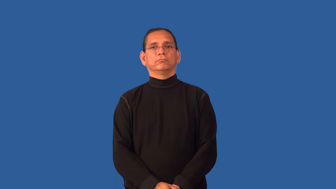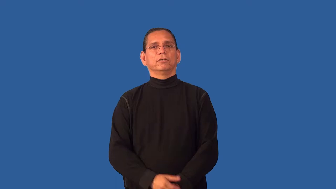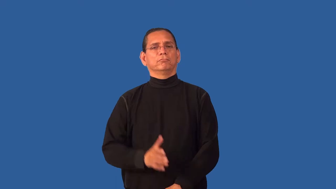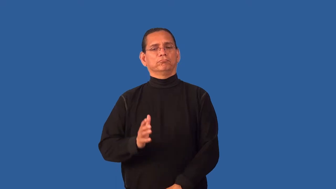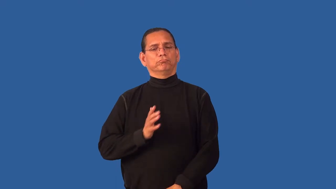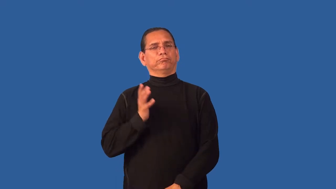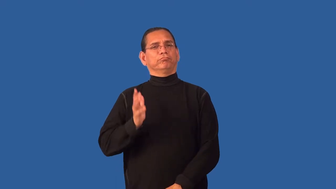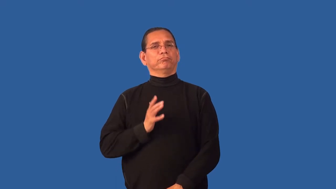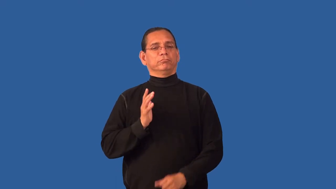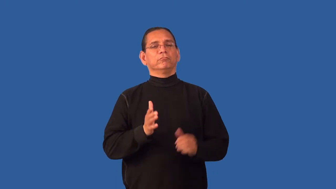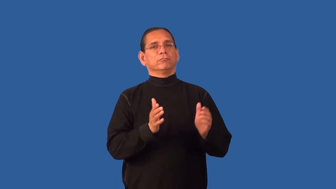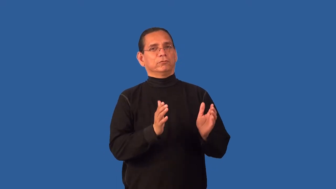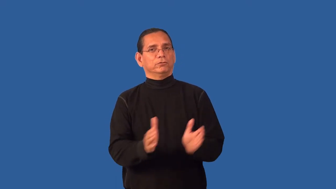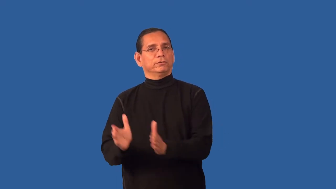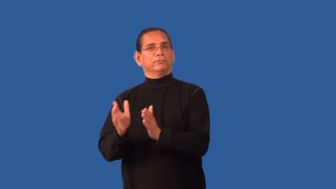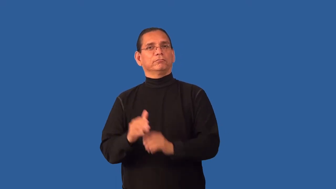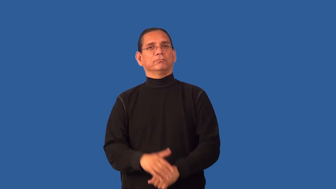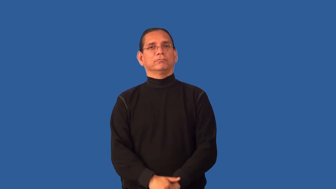formalize